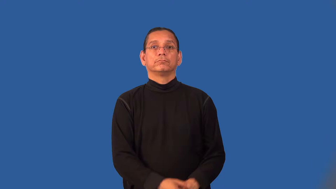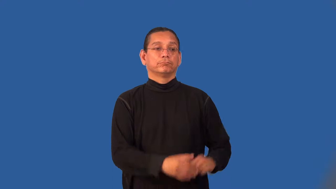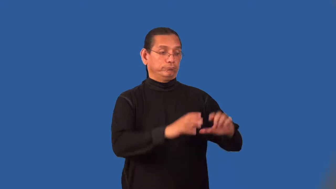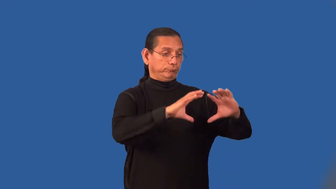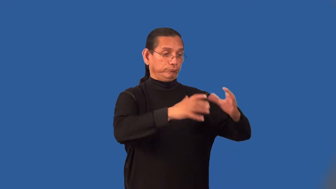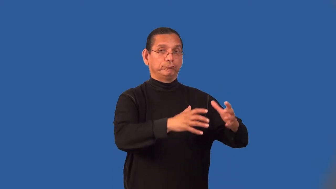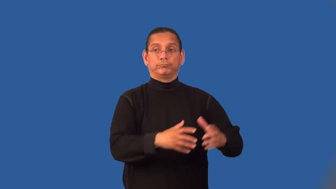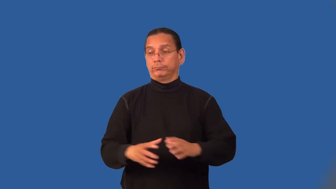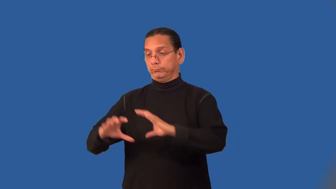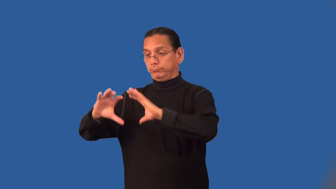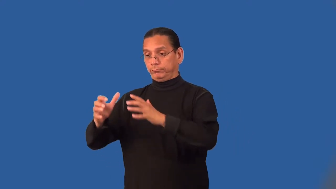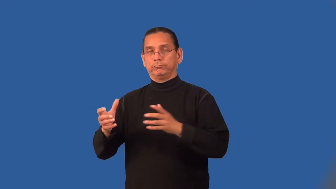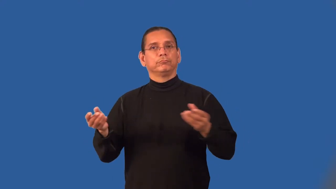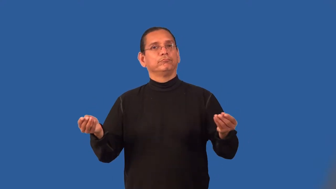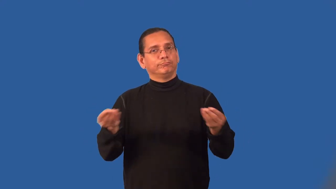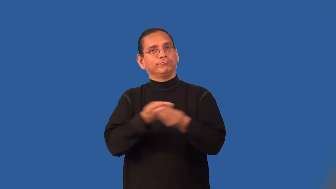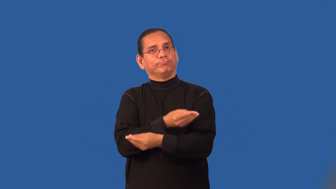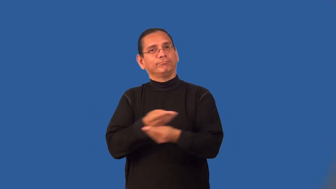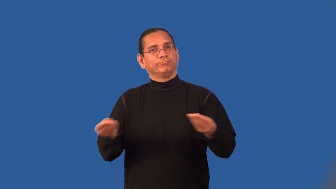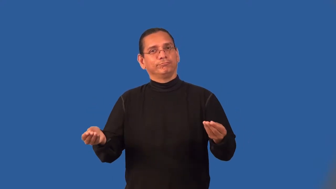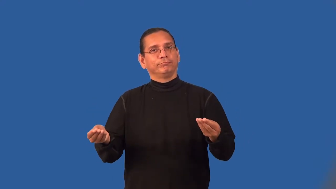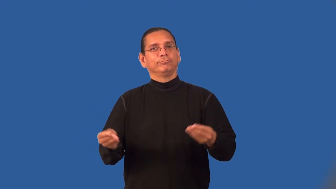liaison-communication